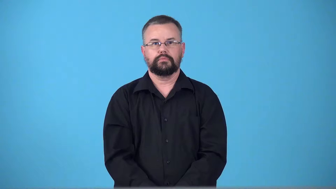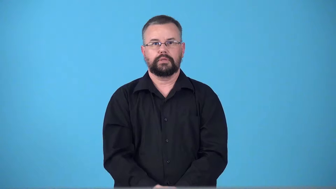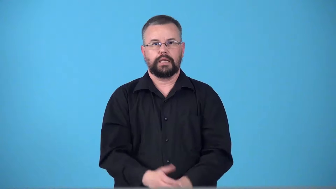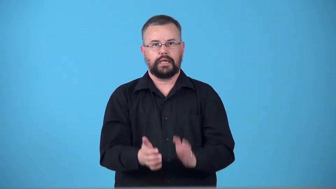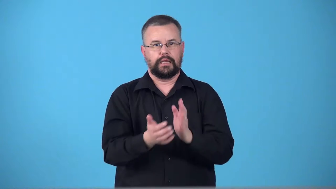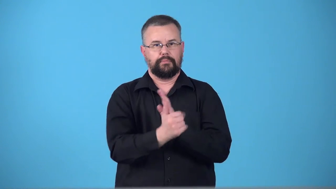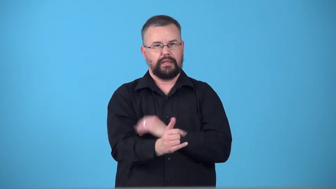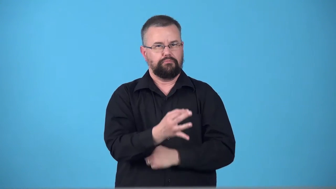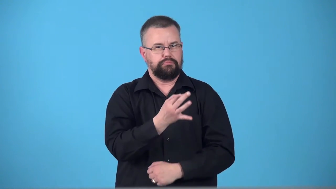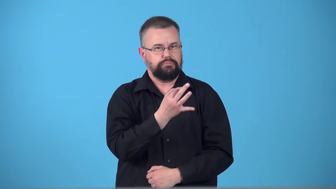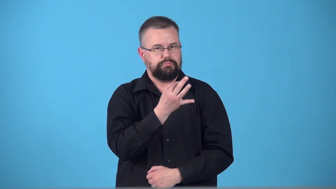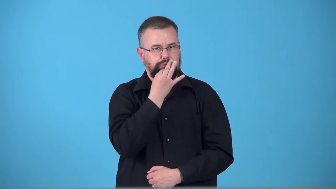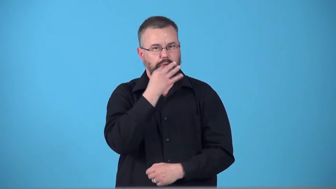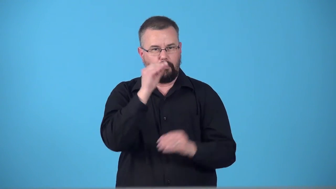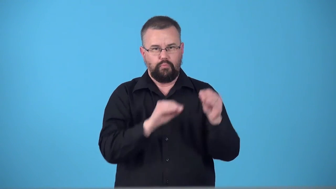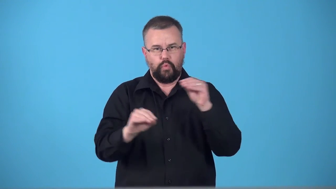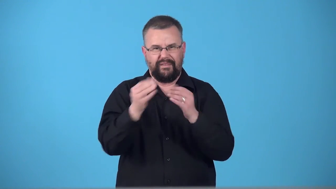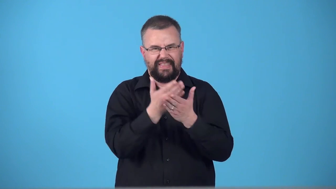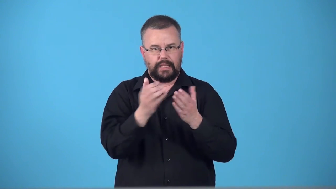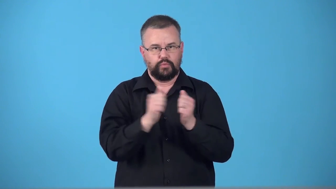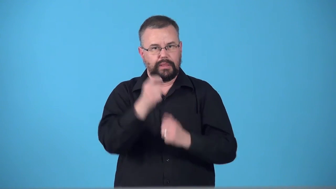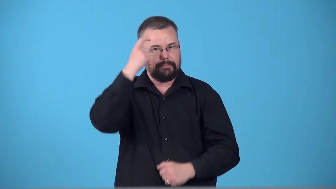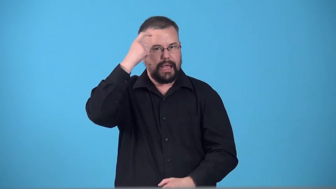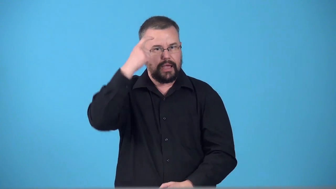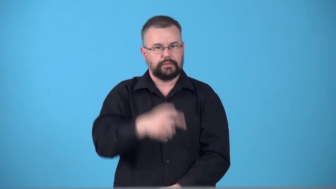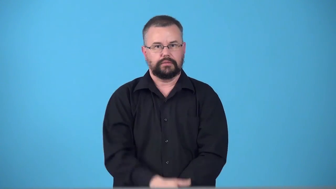telekinesis